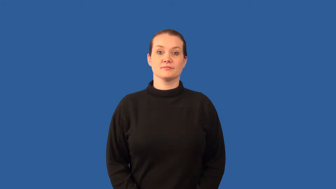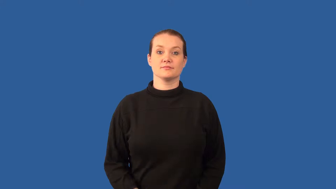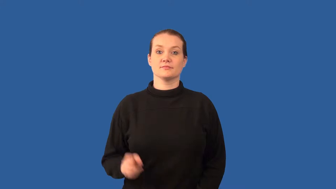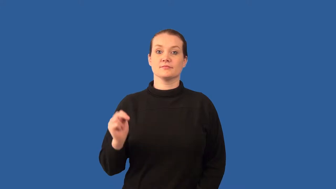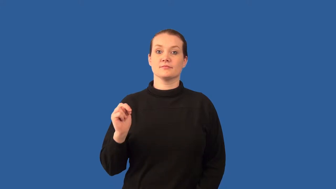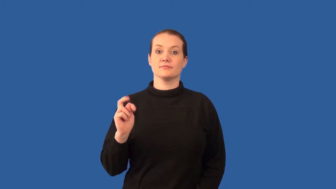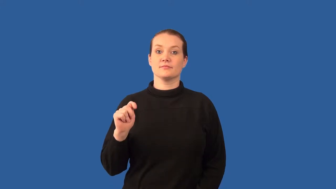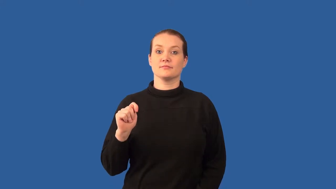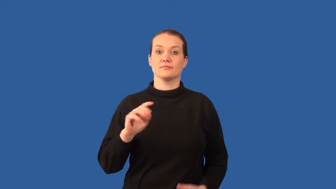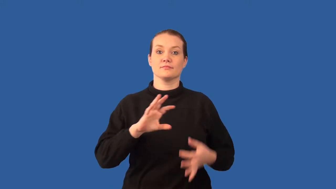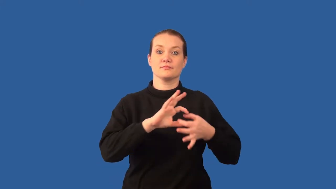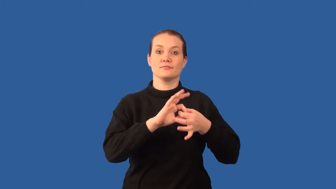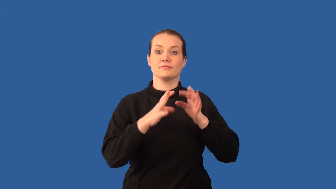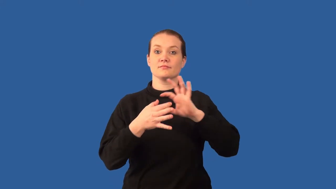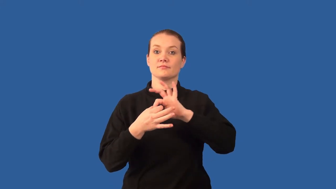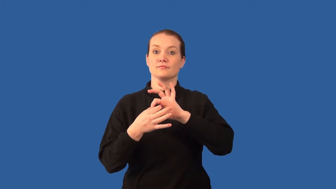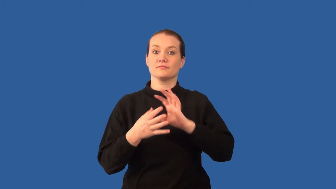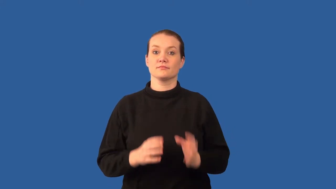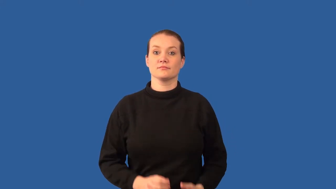nucleic acid